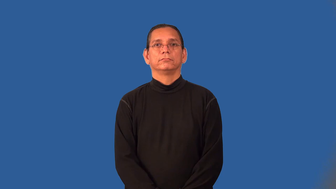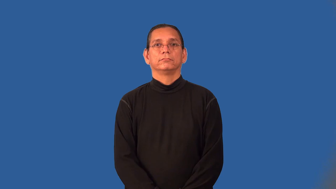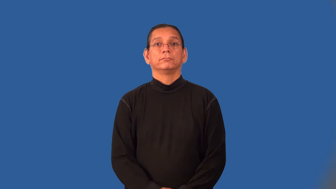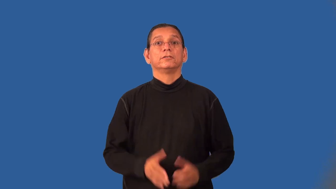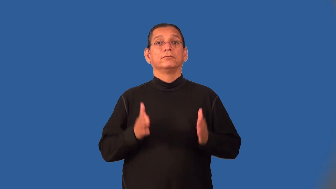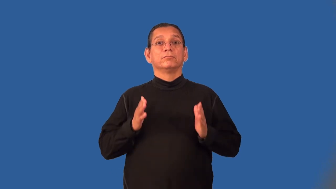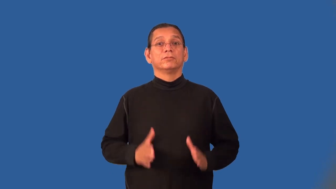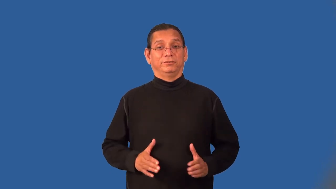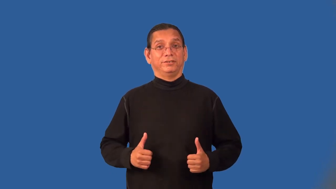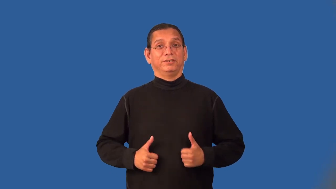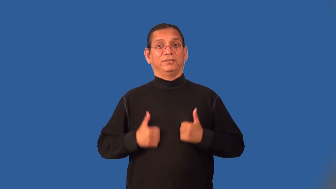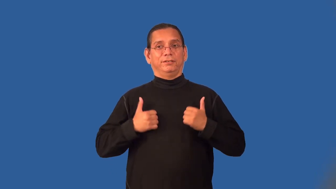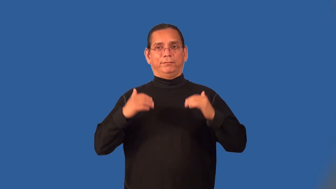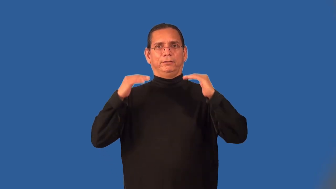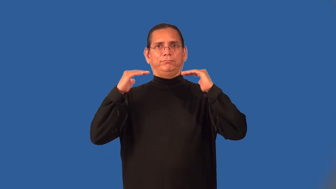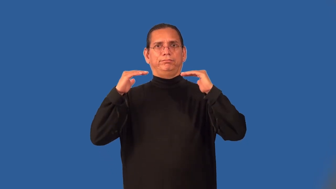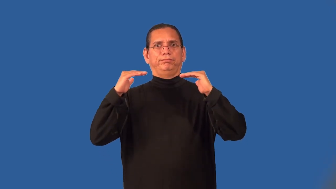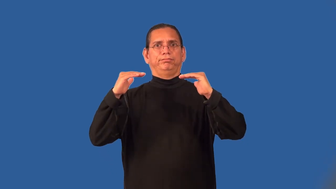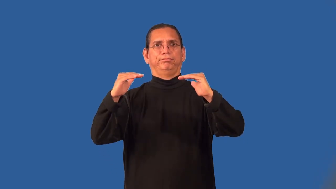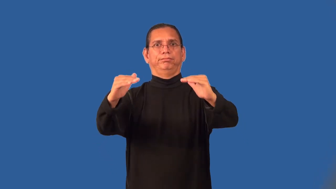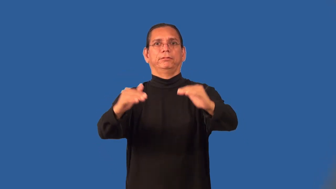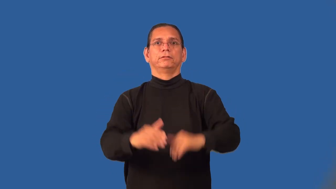plainsman